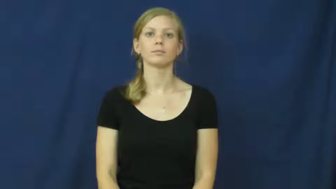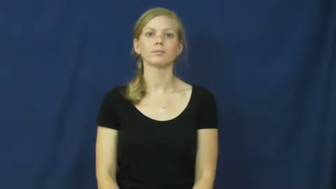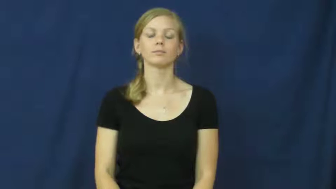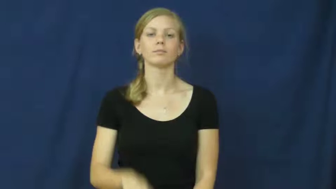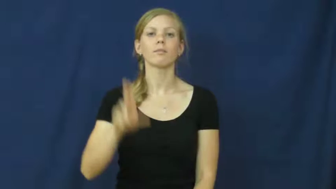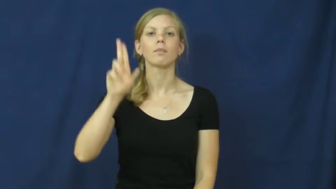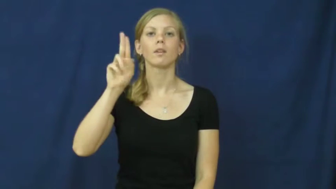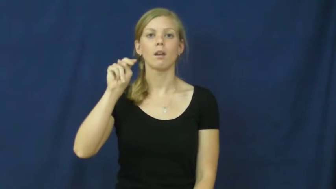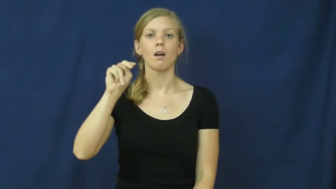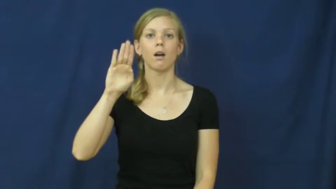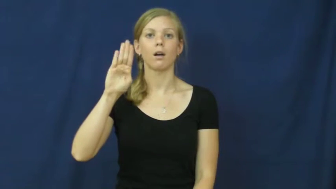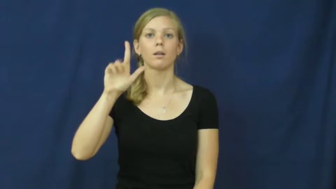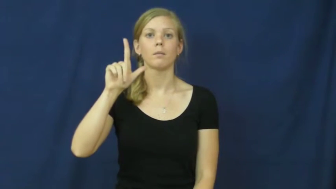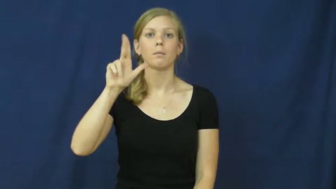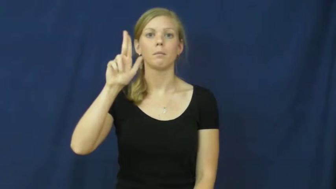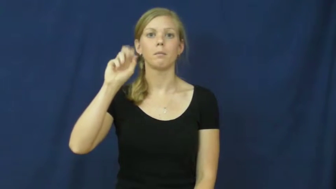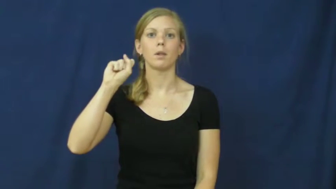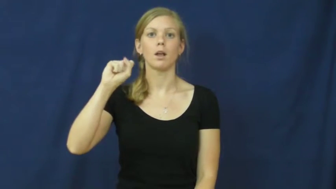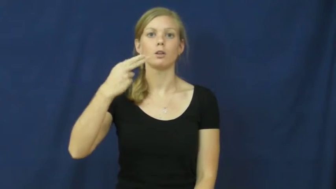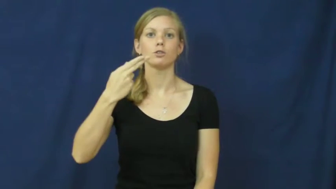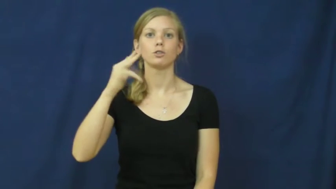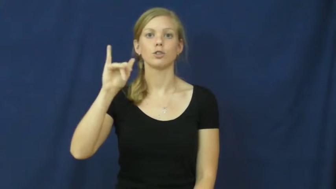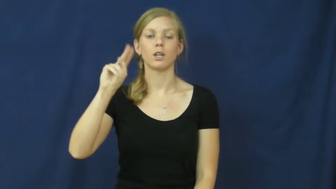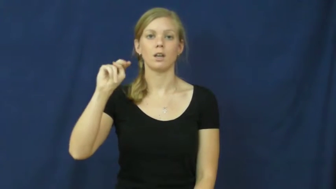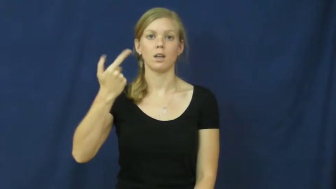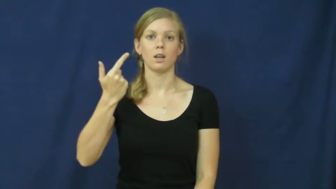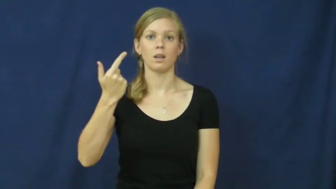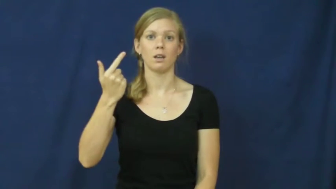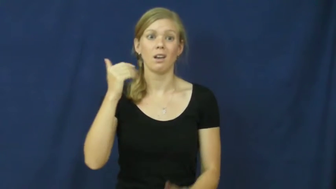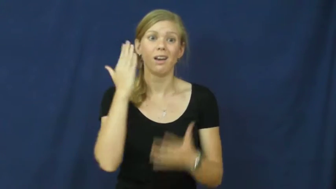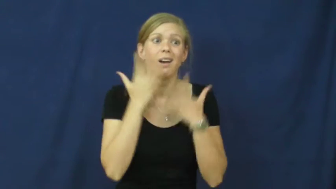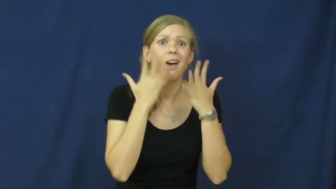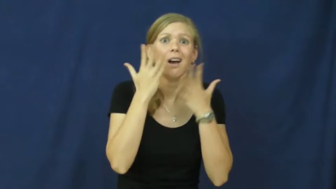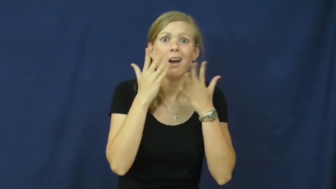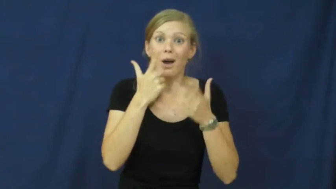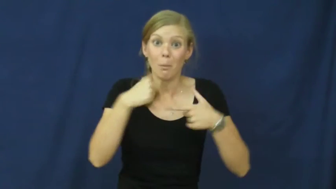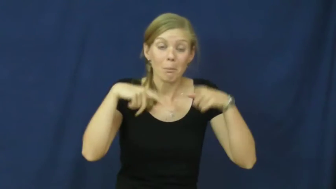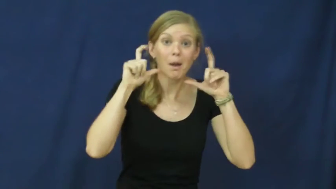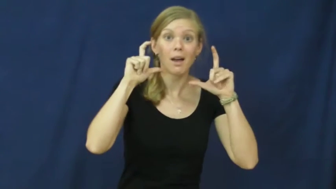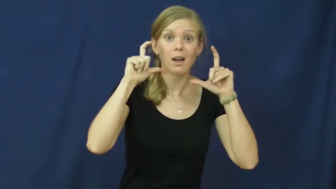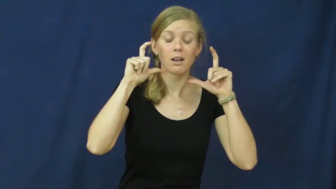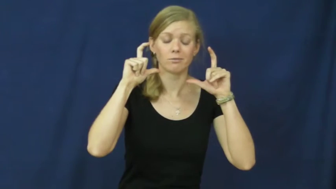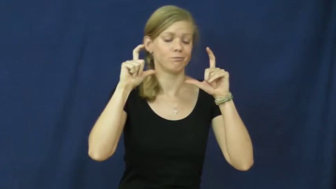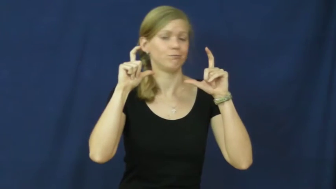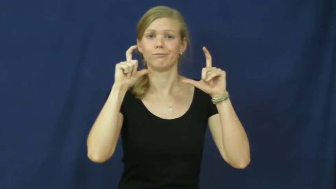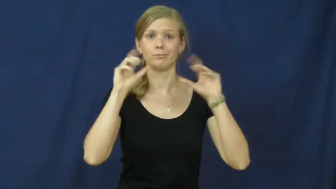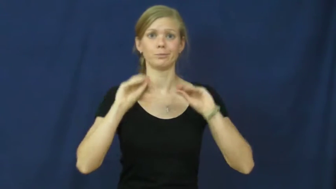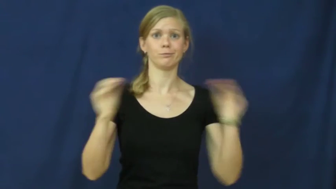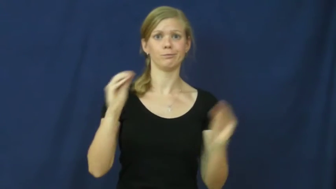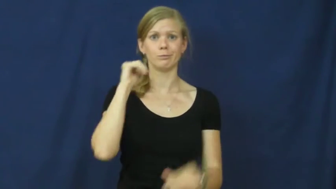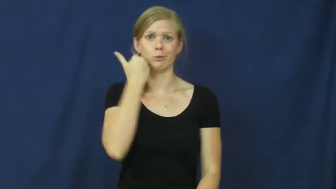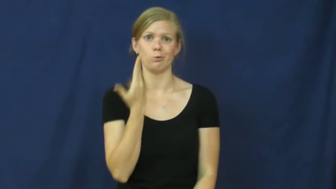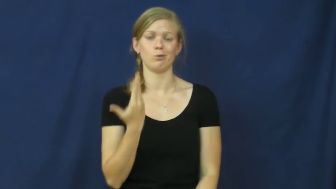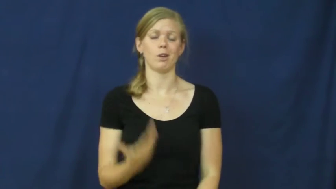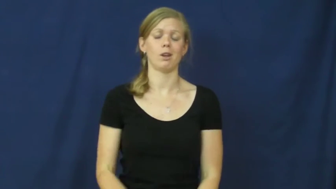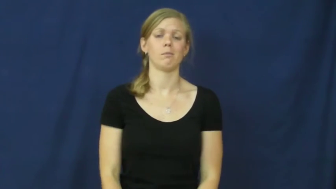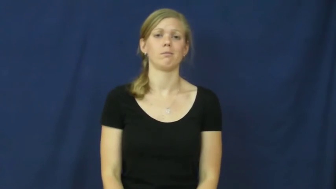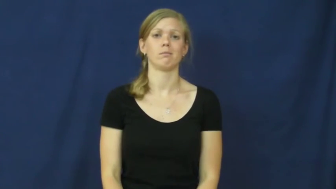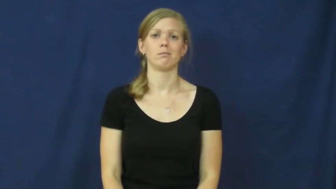unblushing